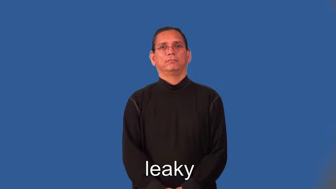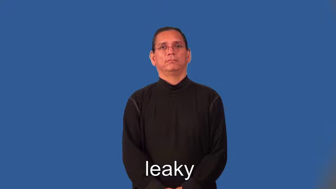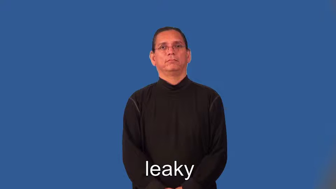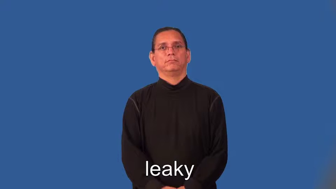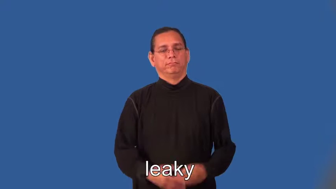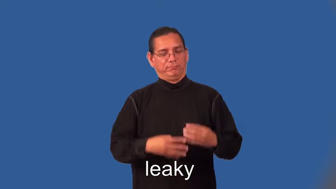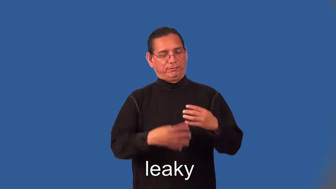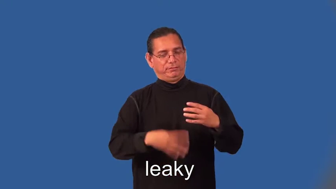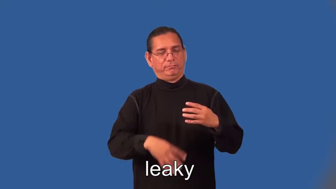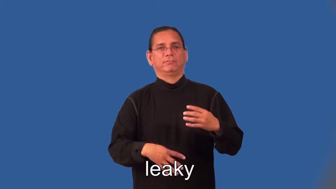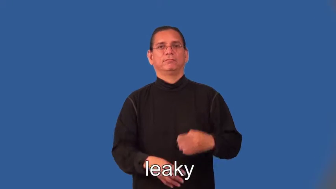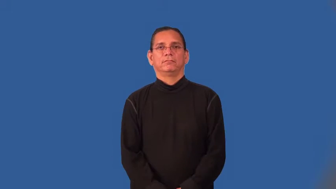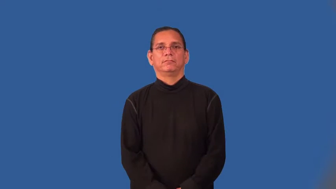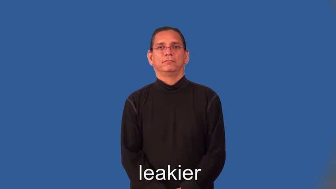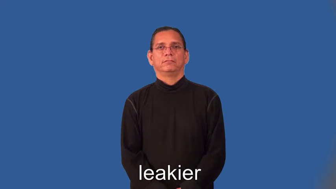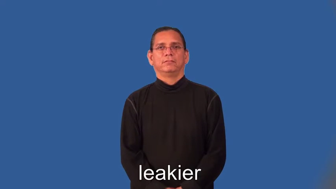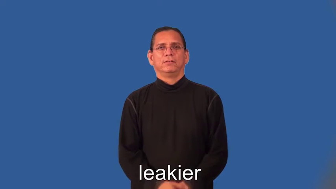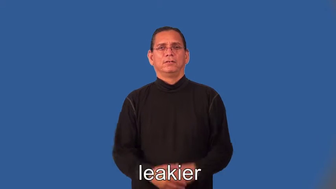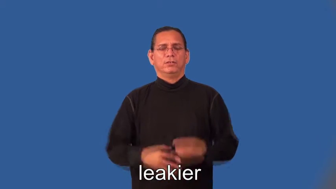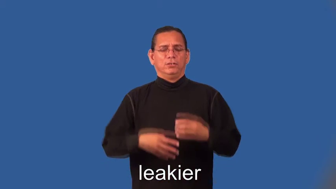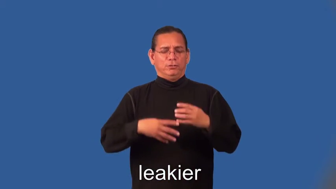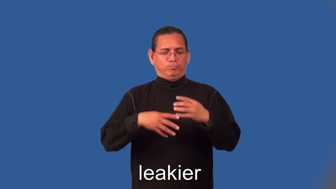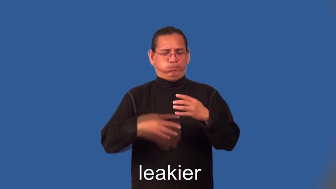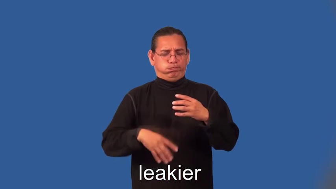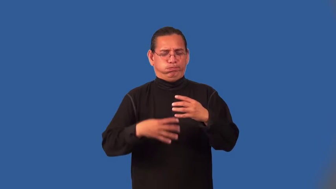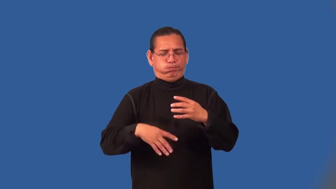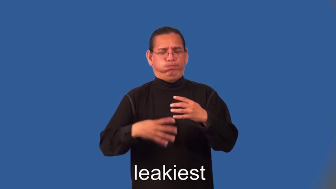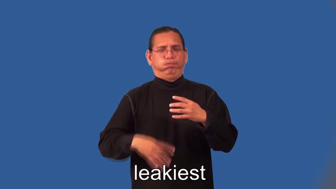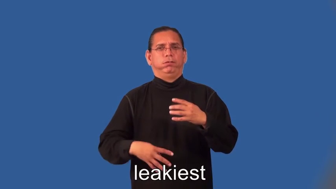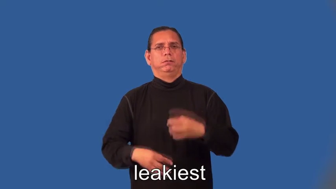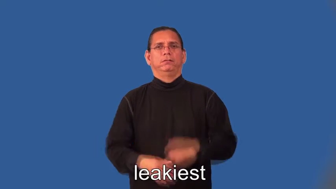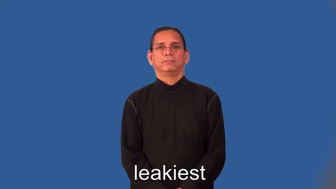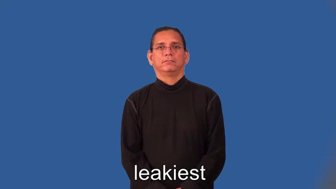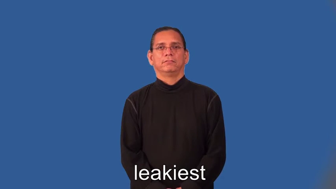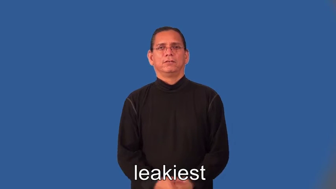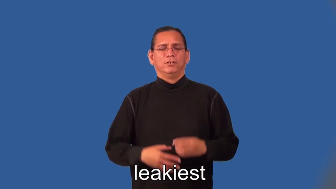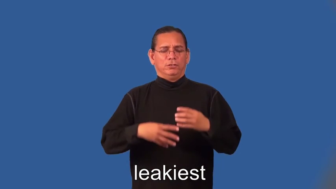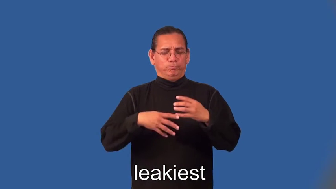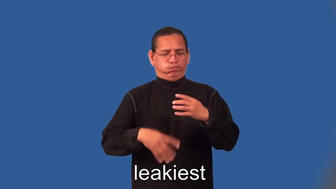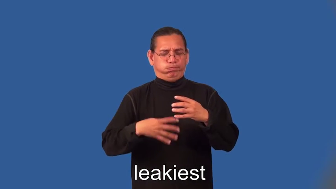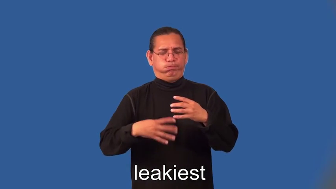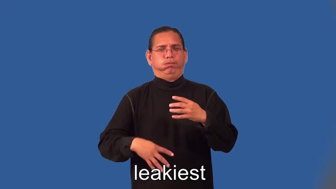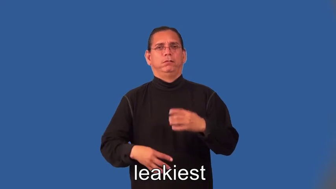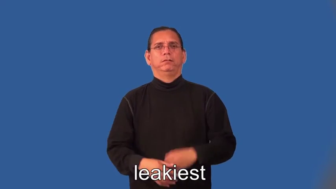leakier,leakiest